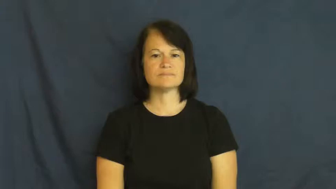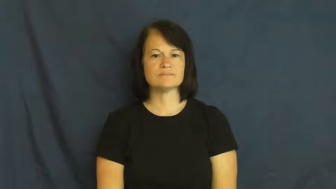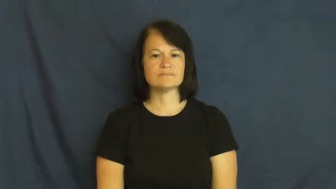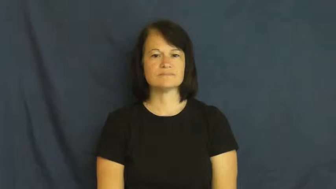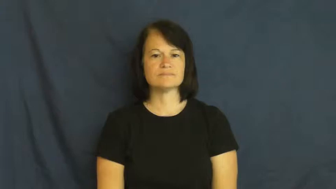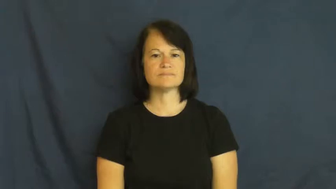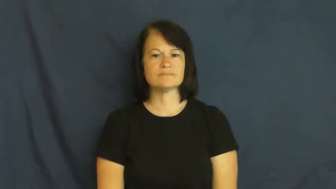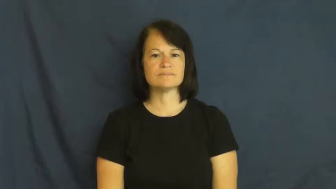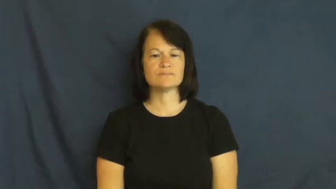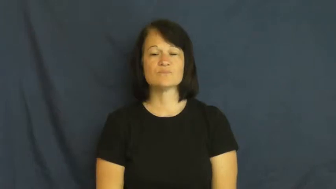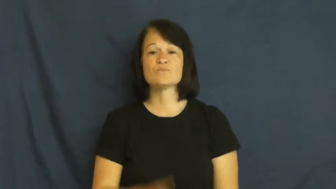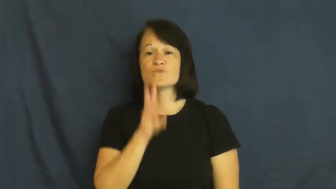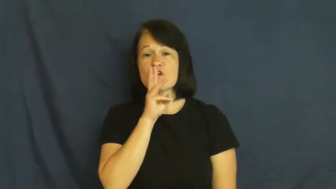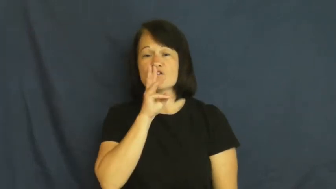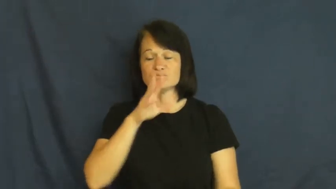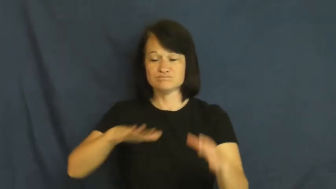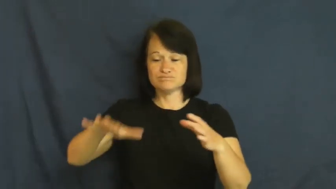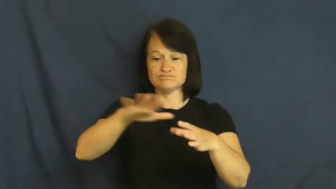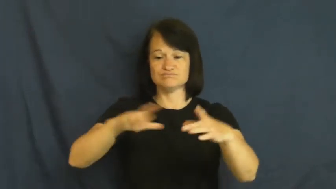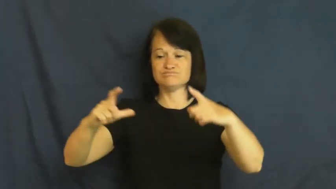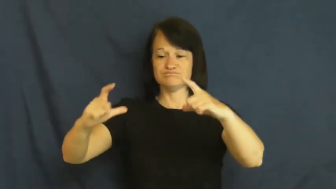pool-small spill